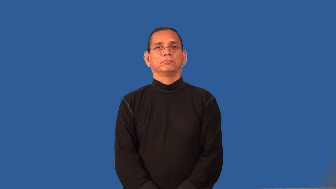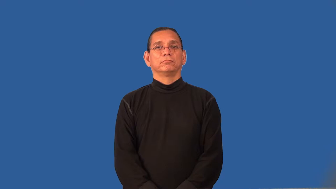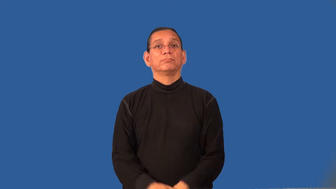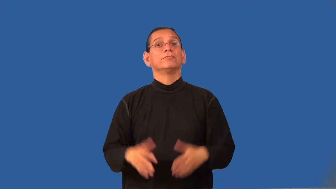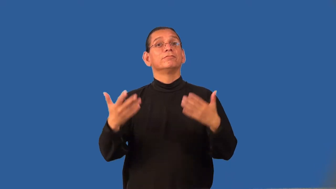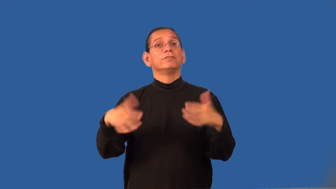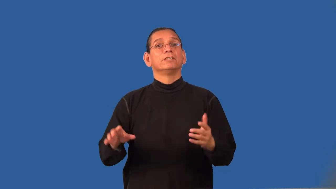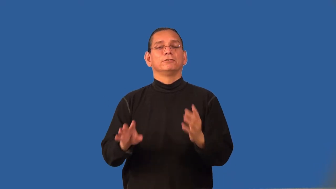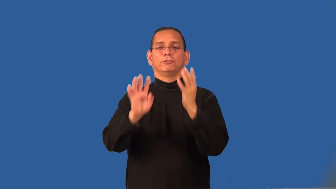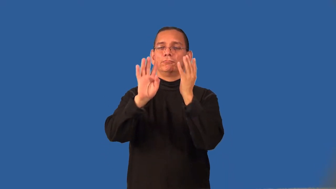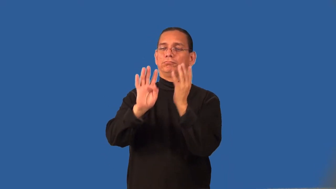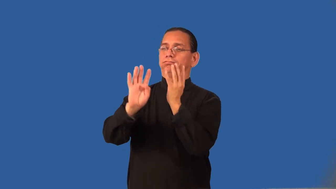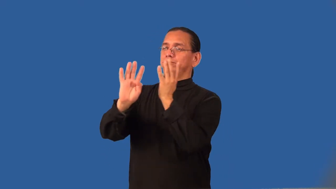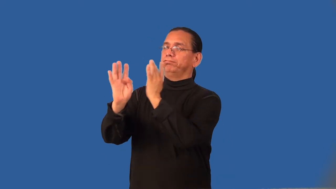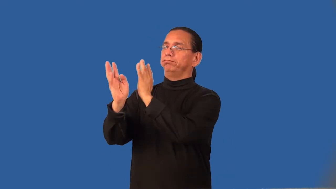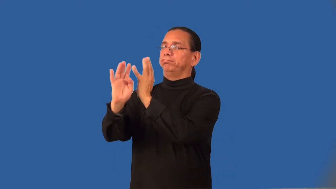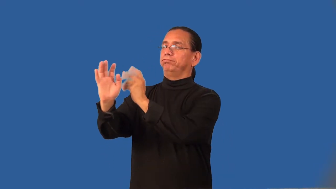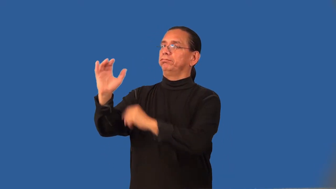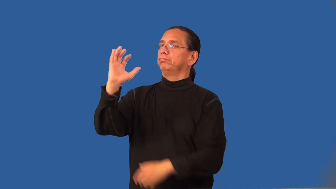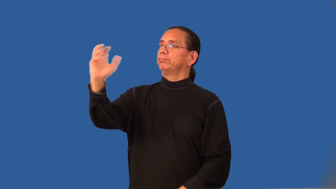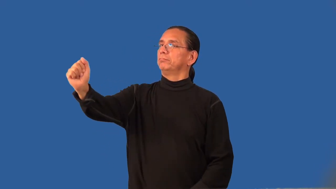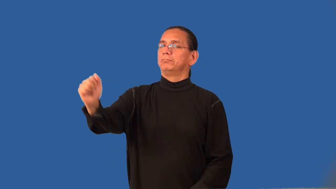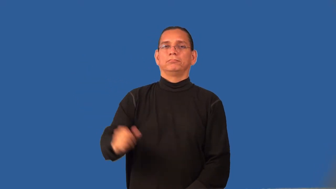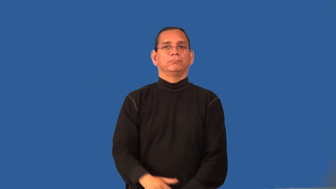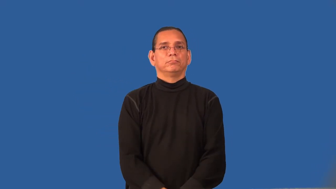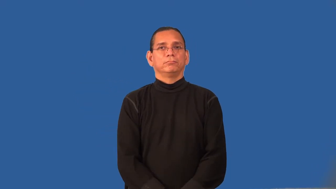recession-depart